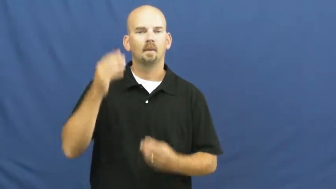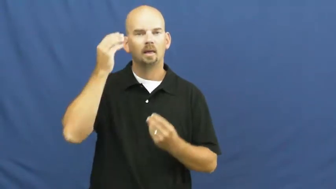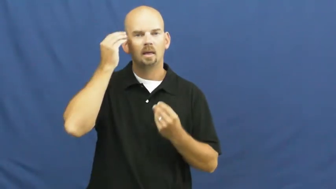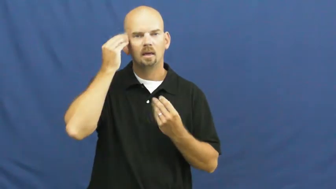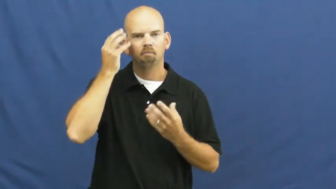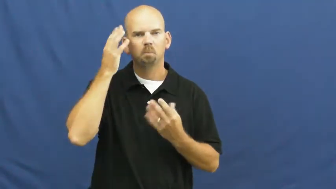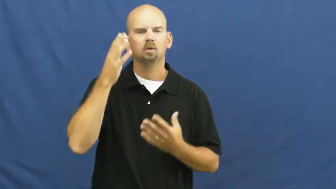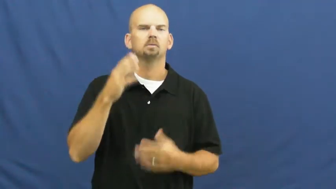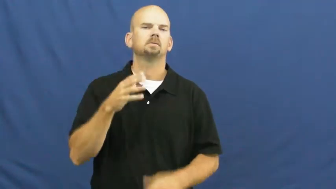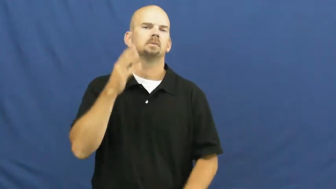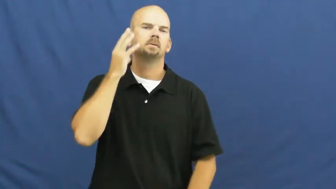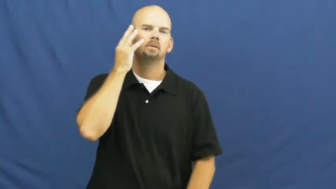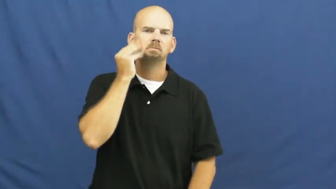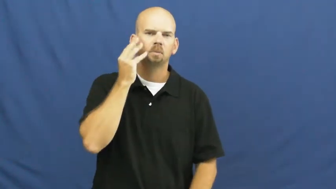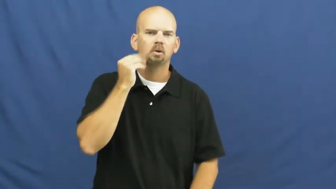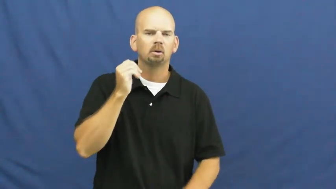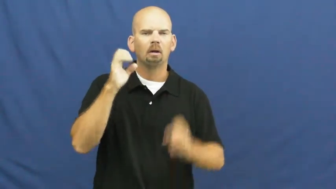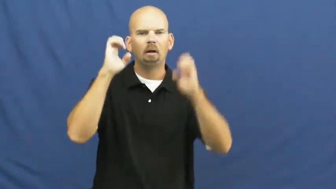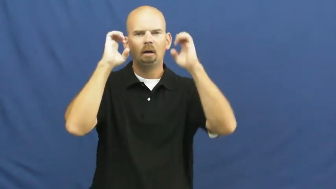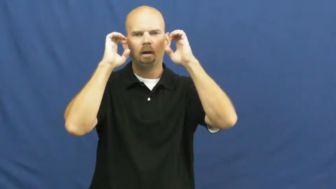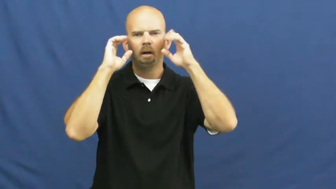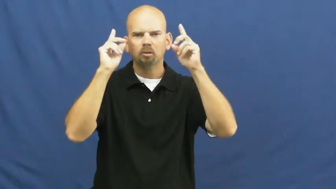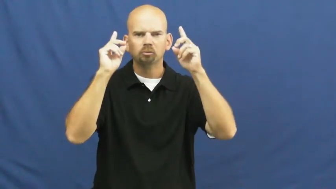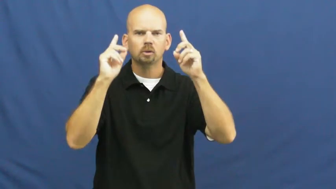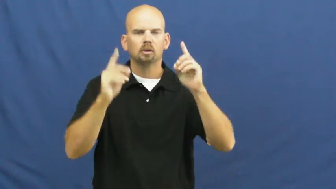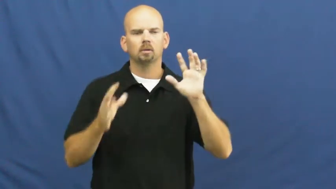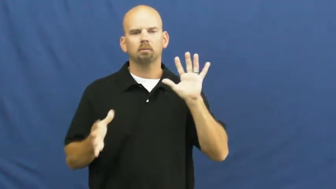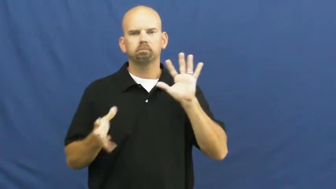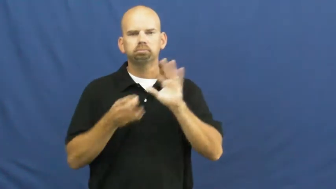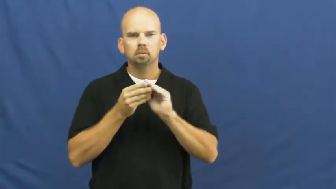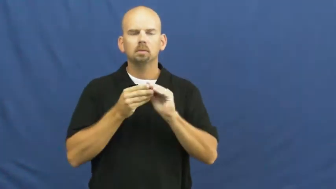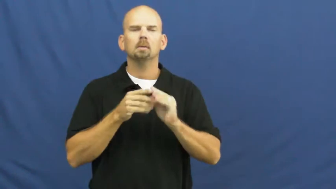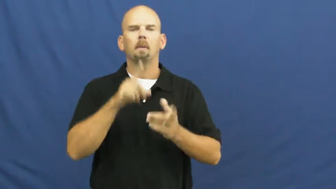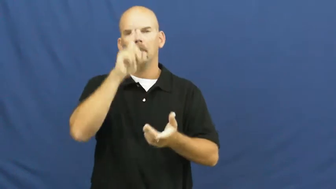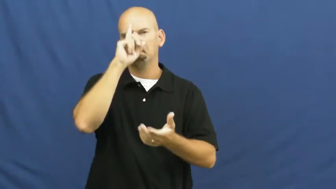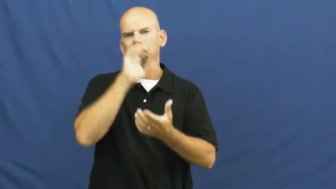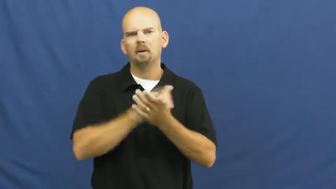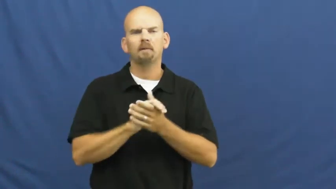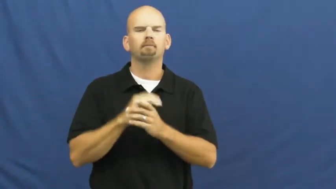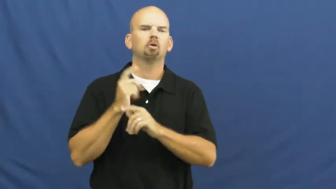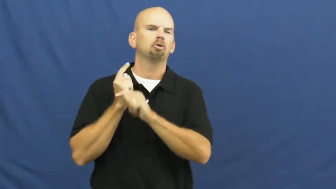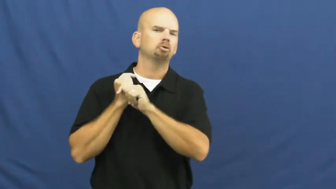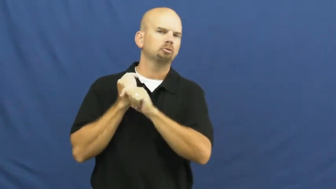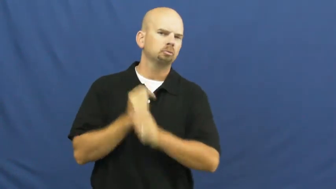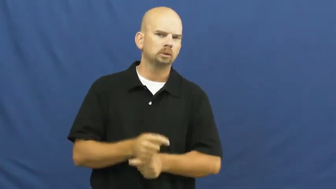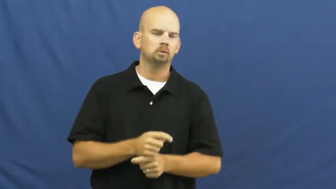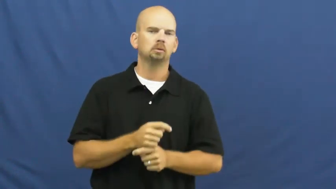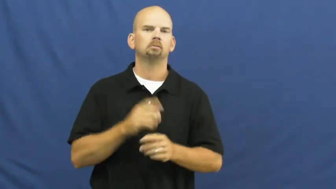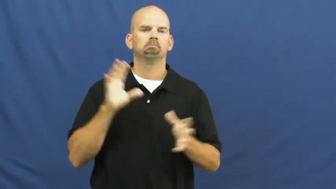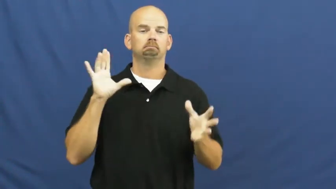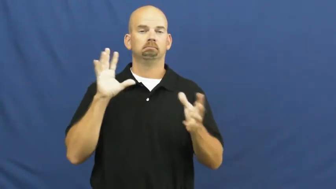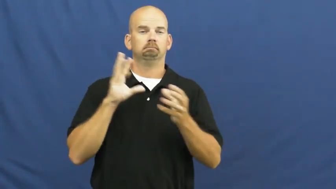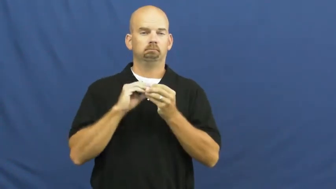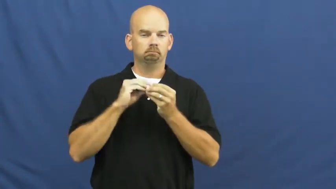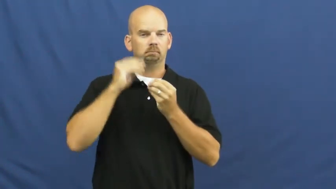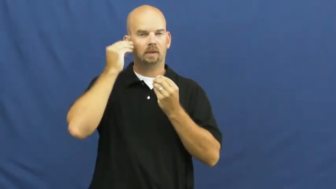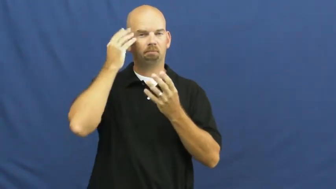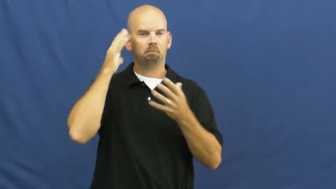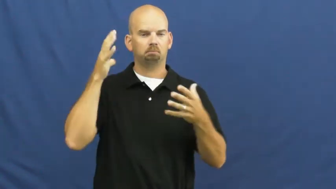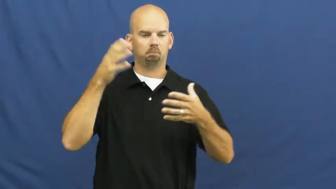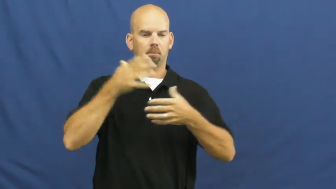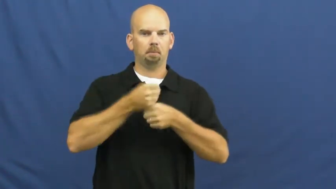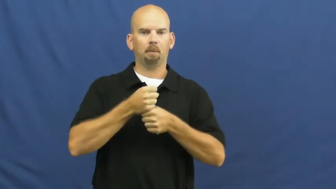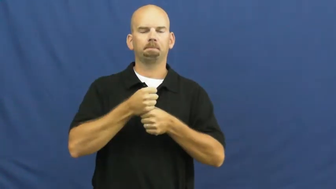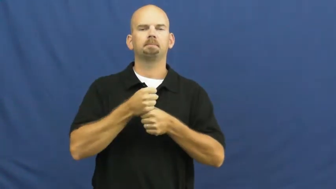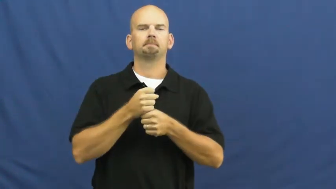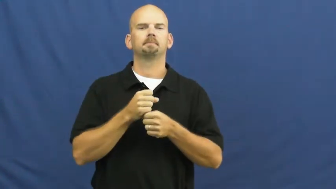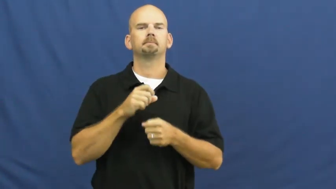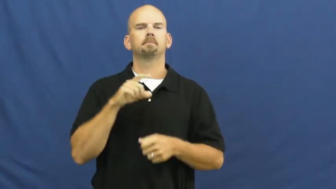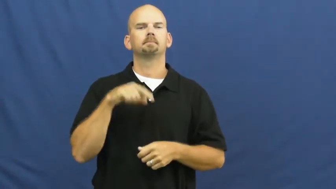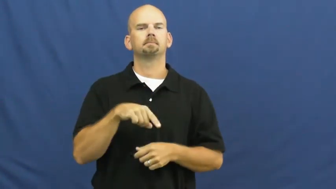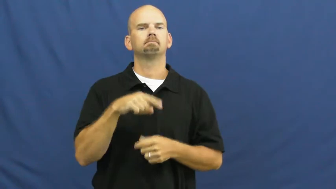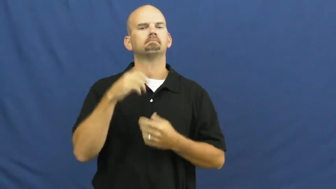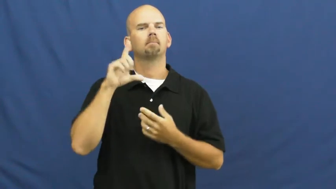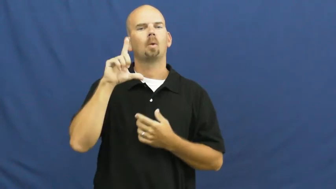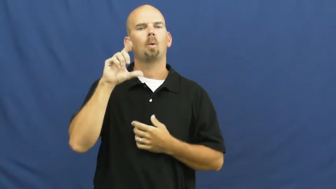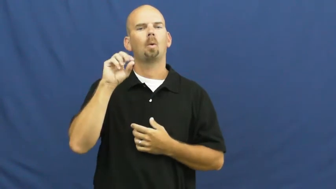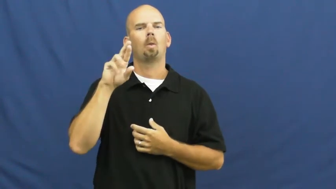lore